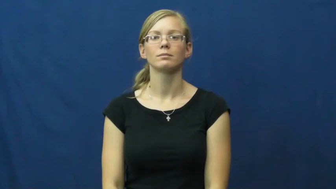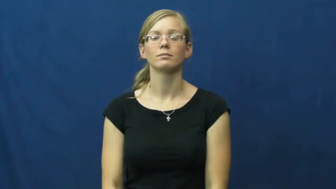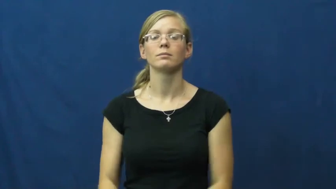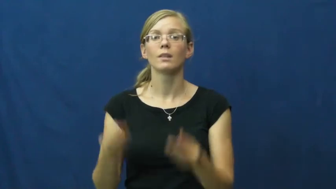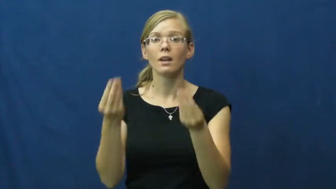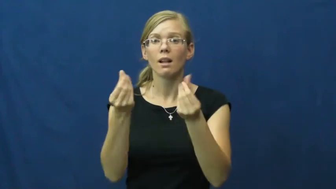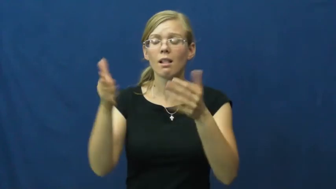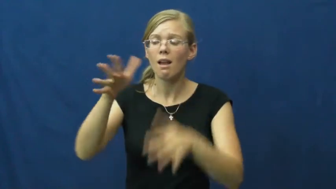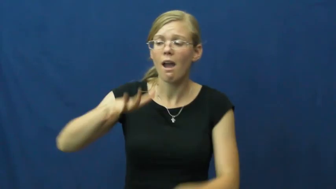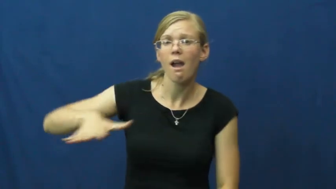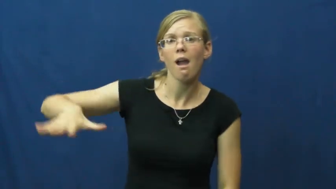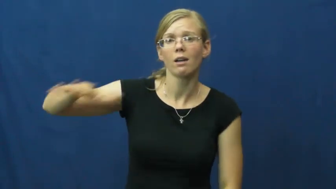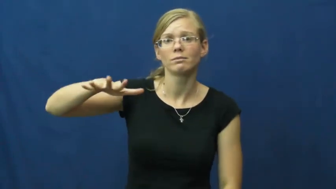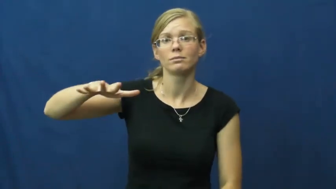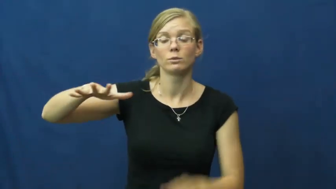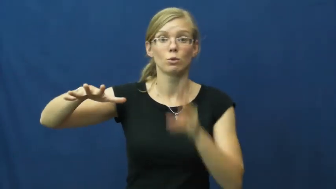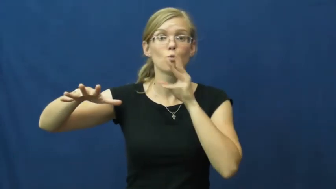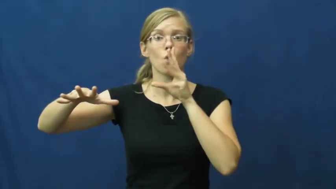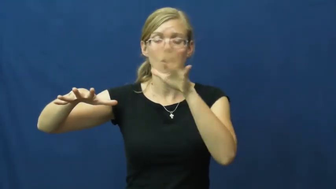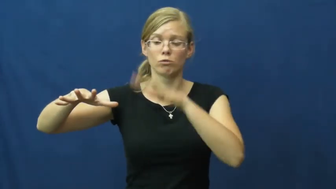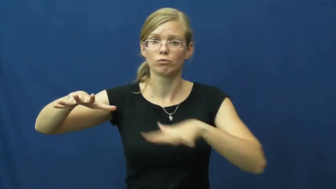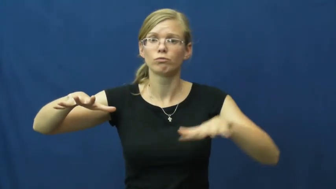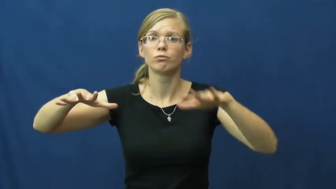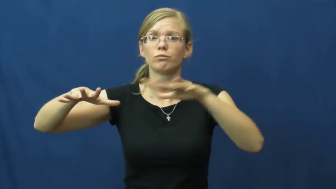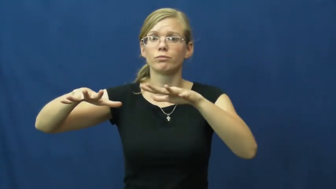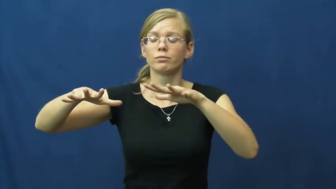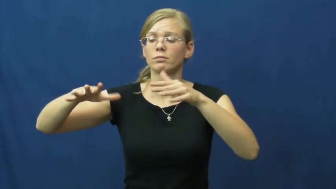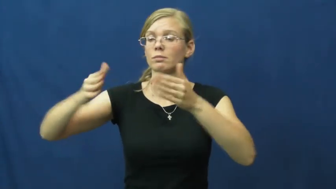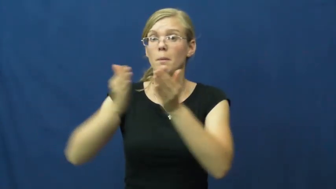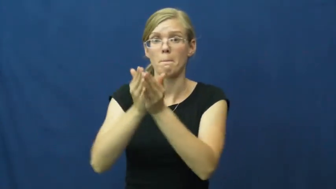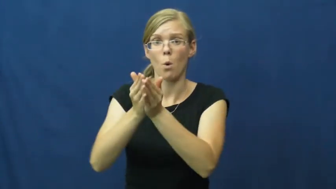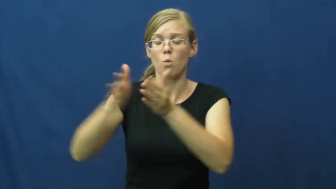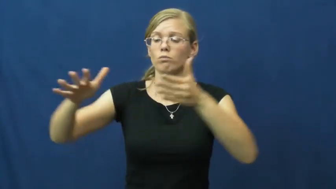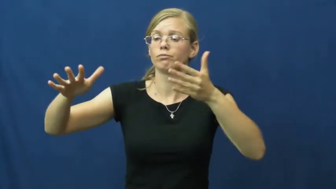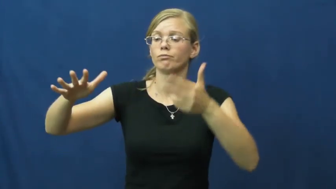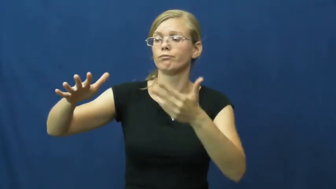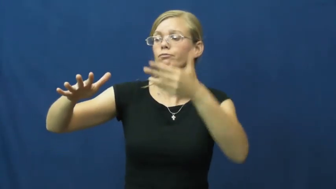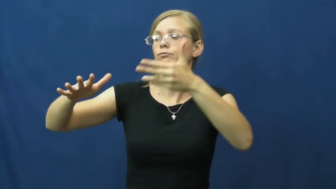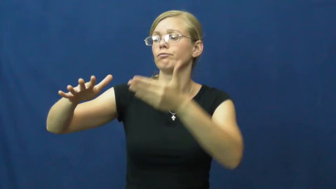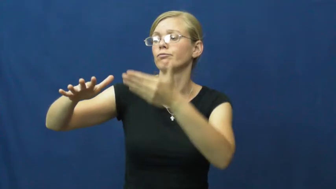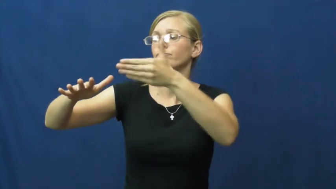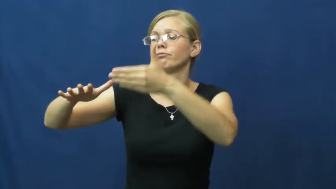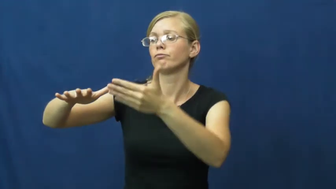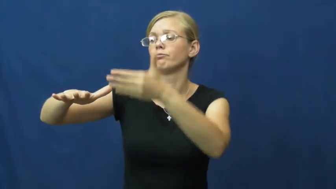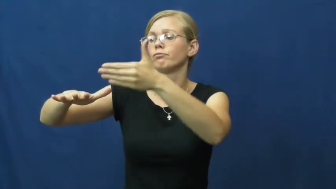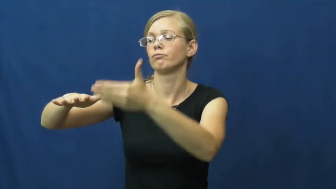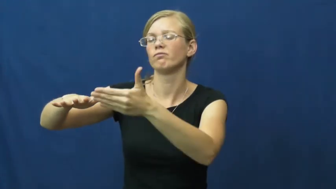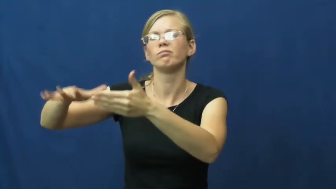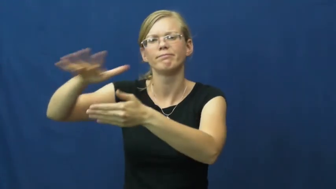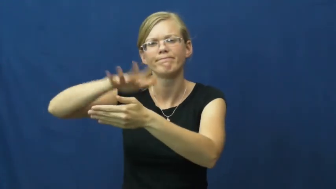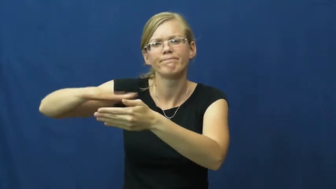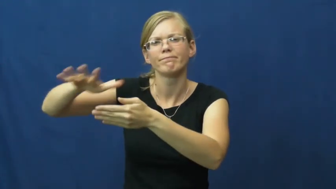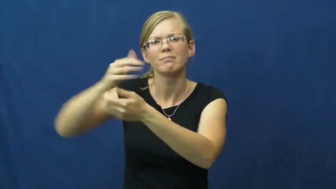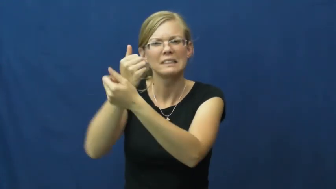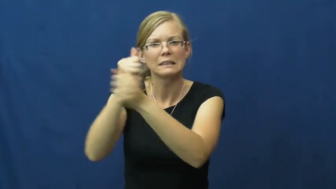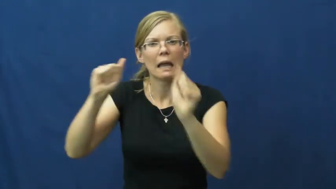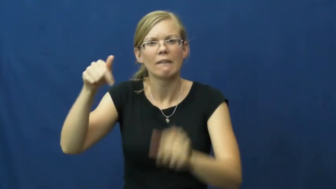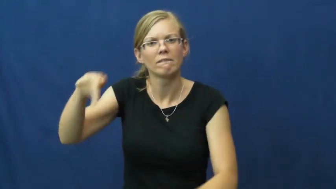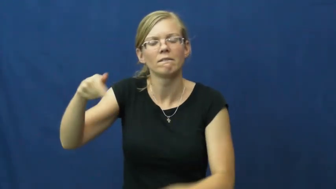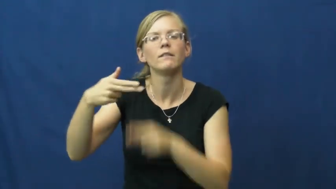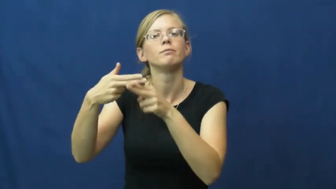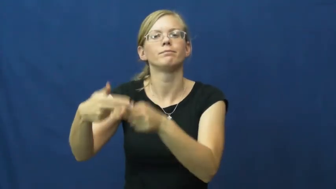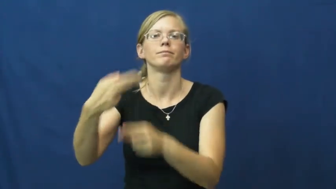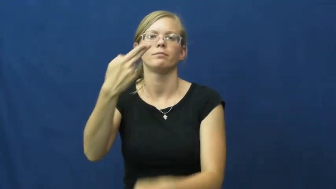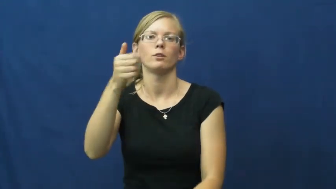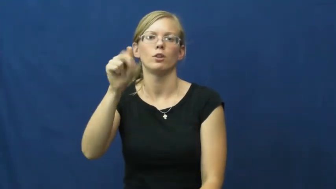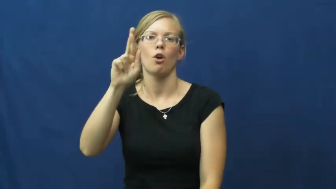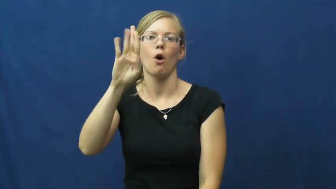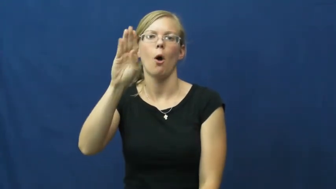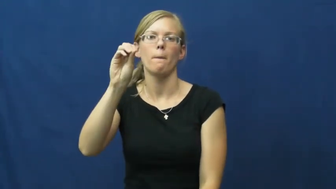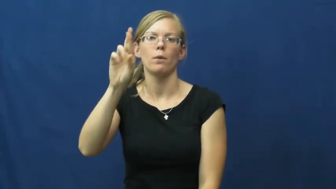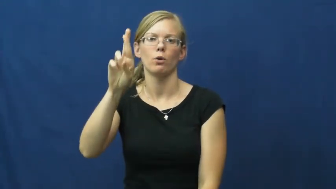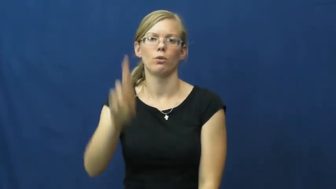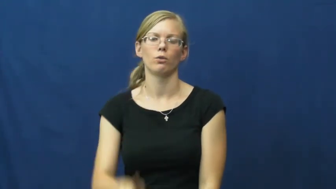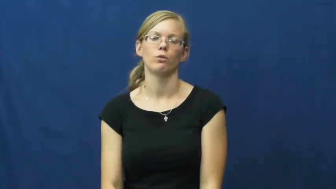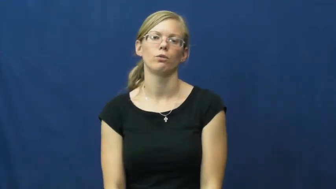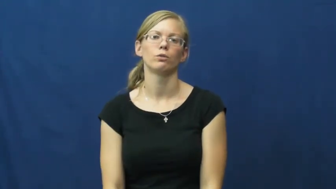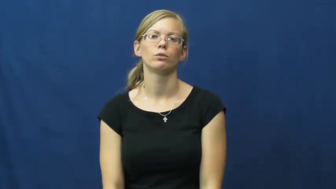harbor-ocean